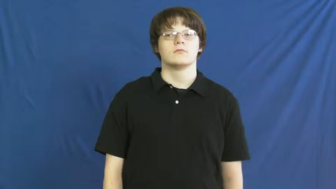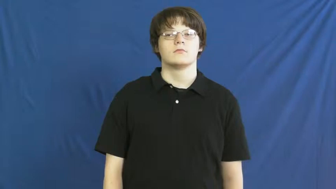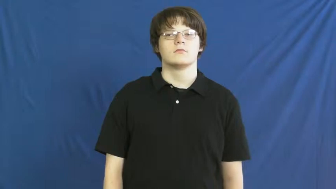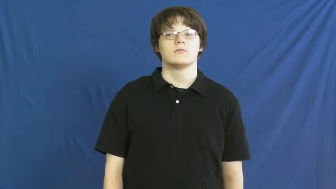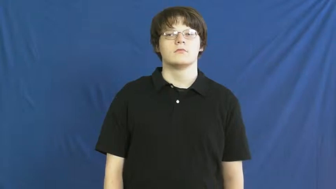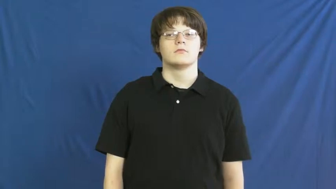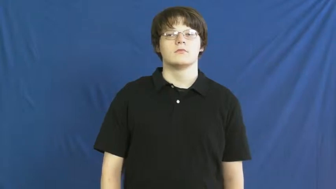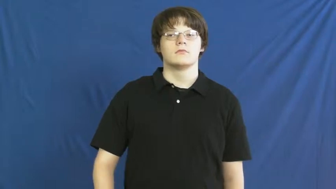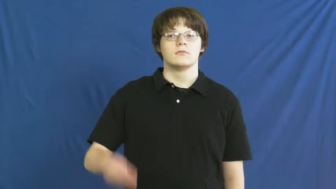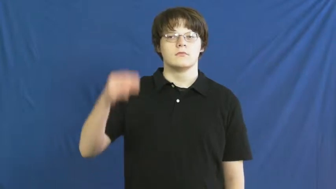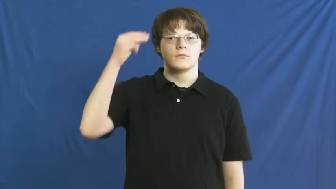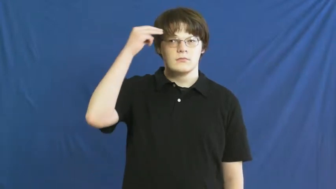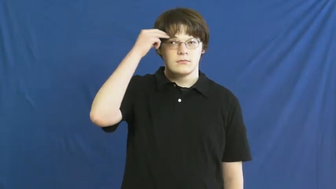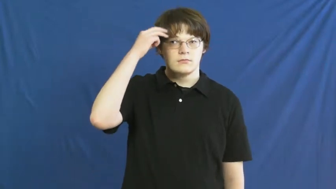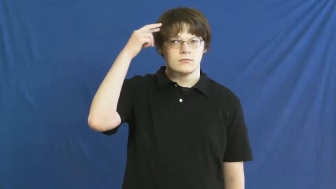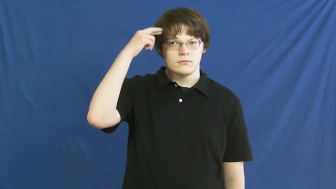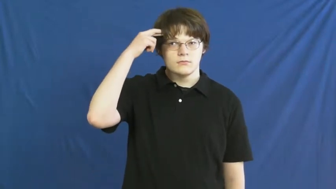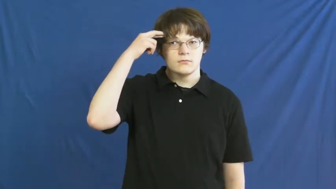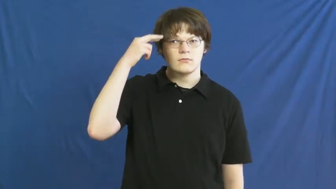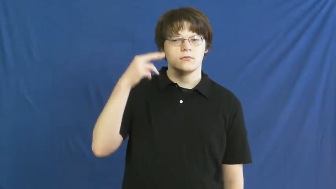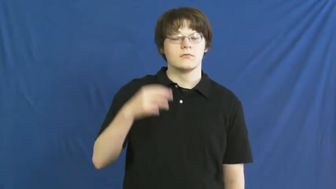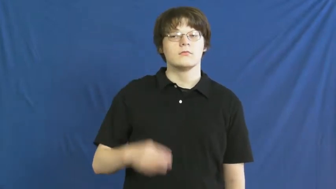mentally retarded